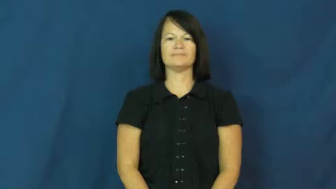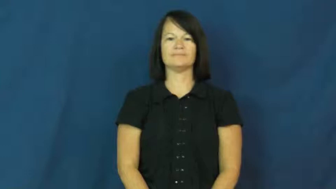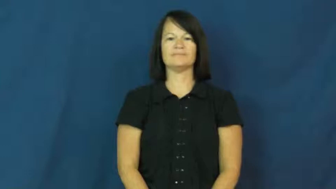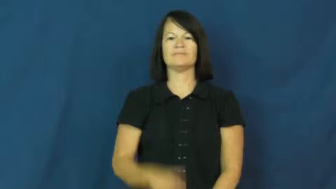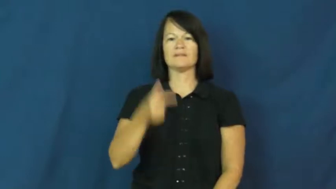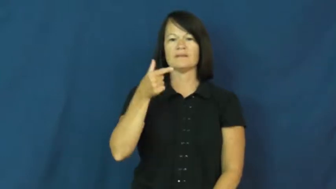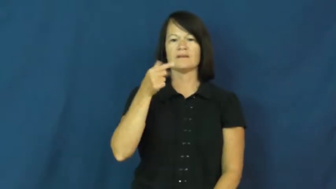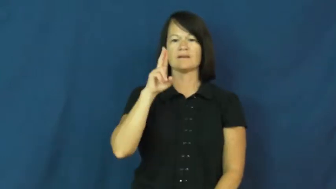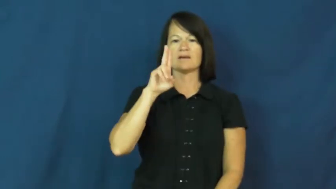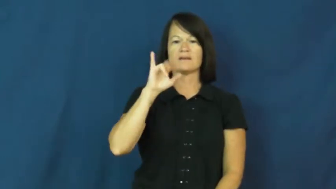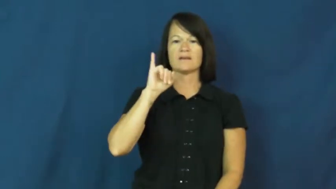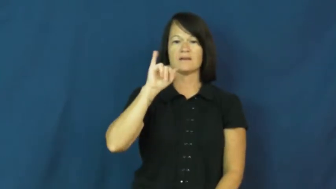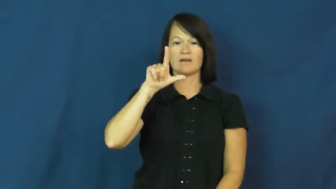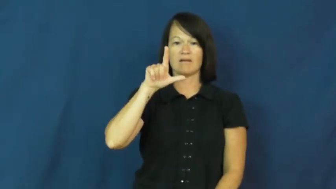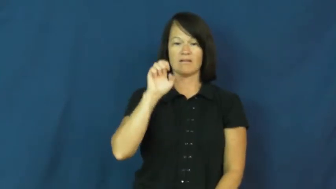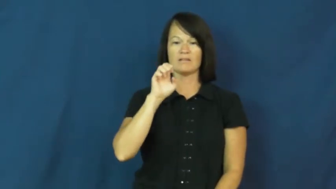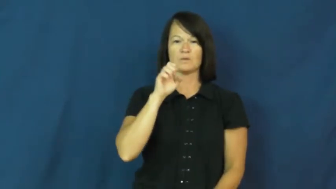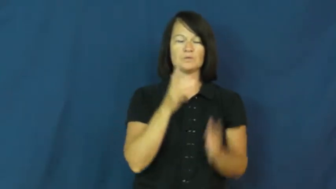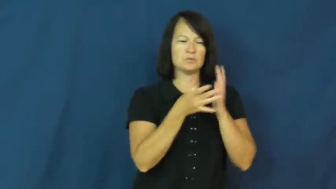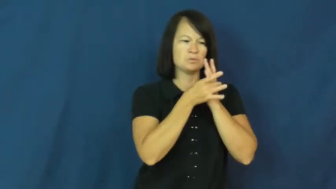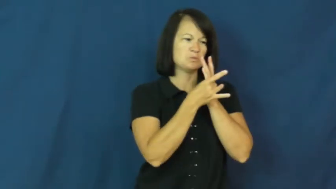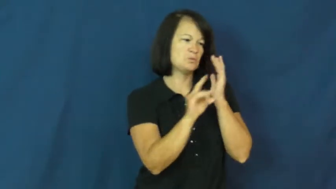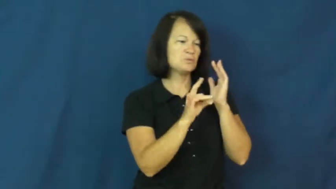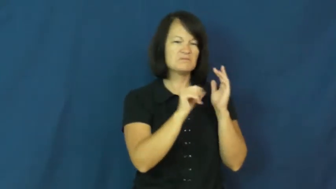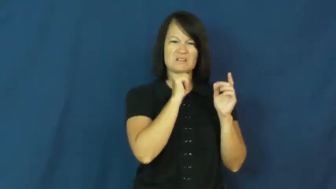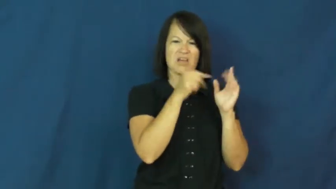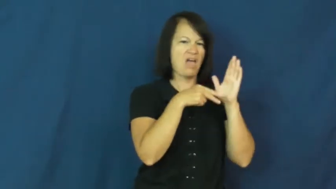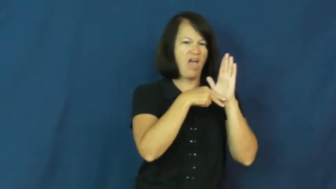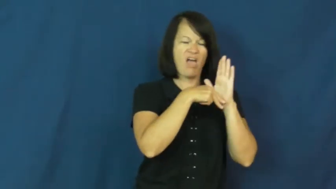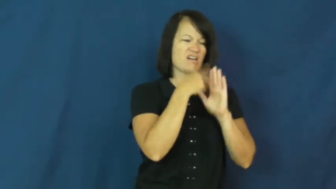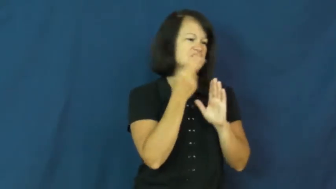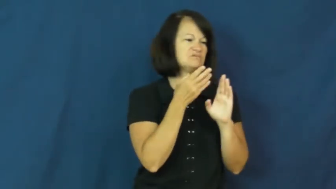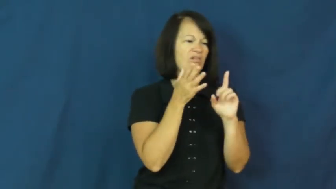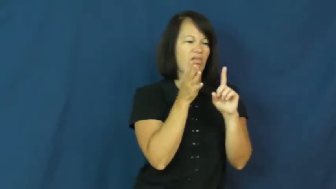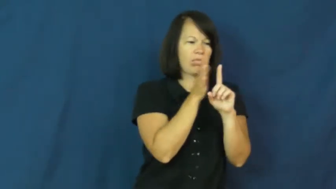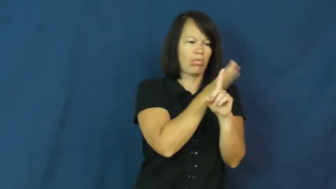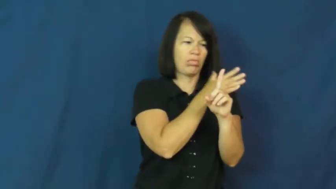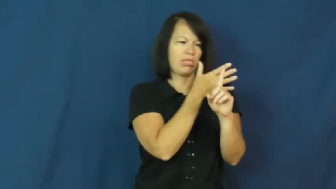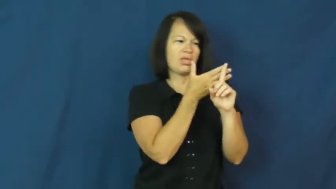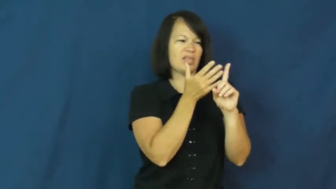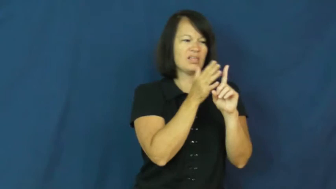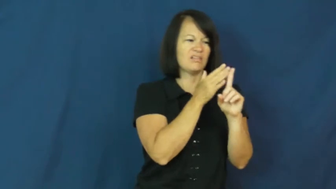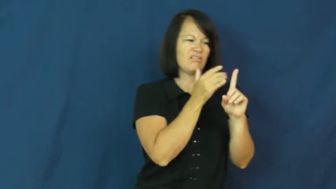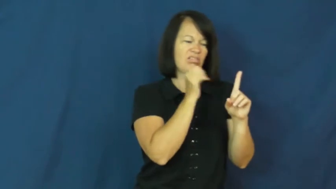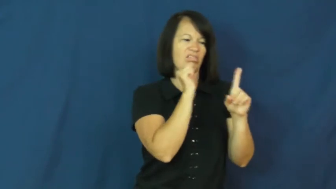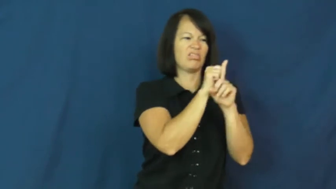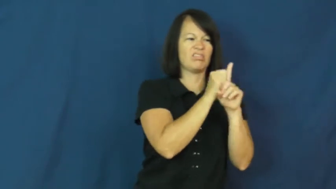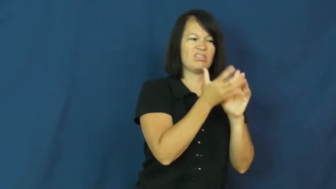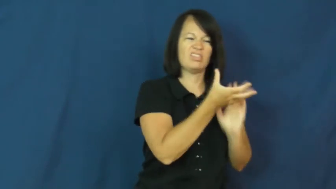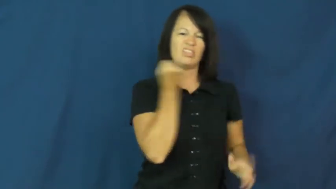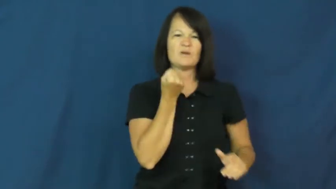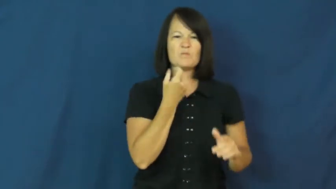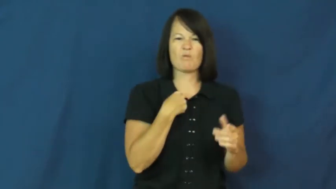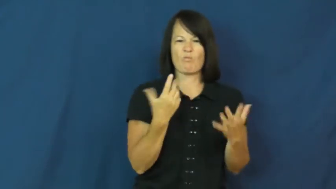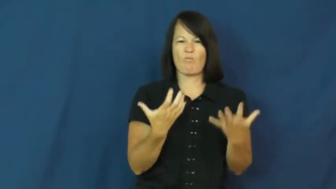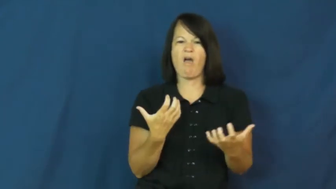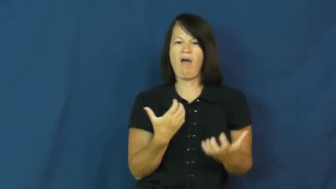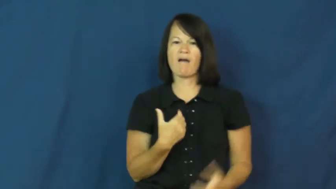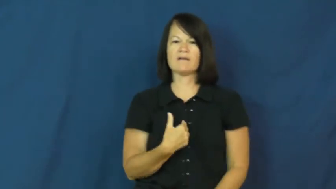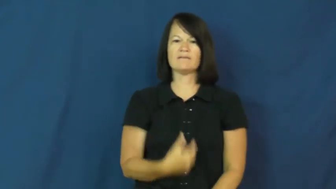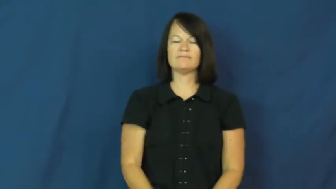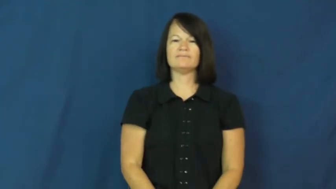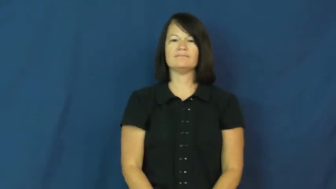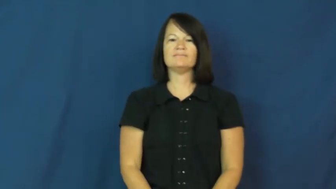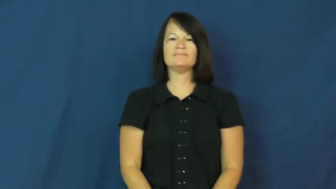guile